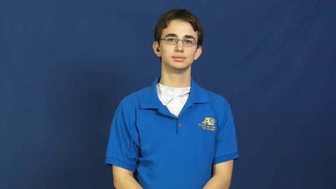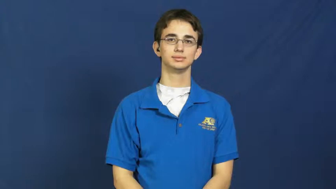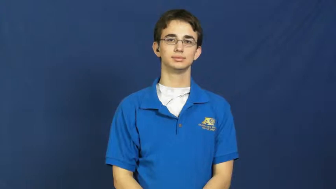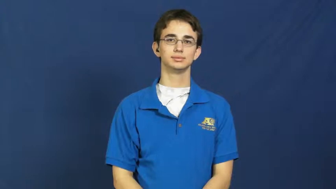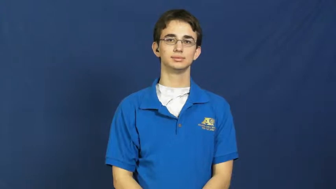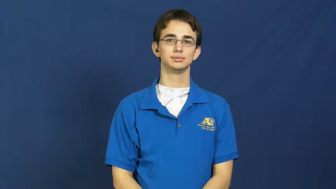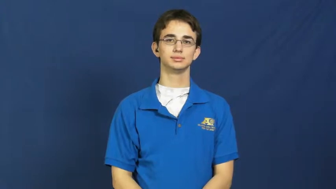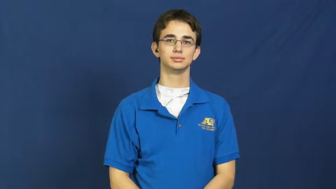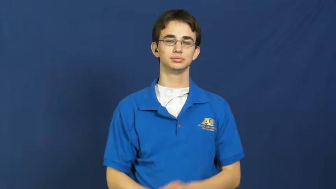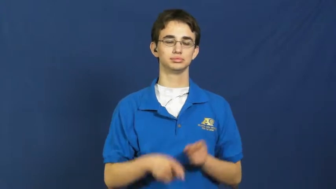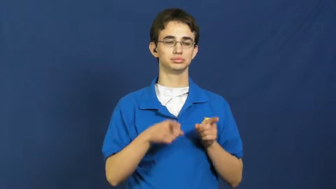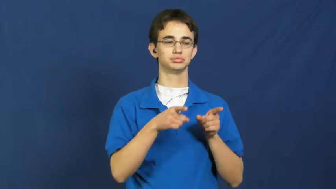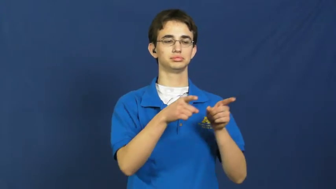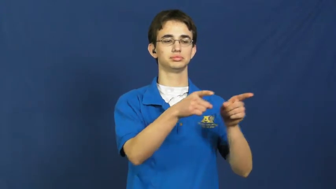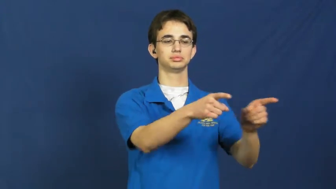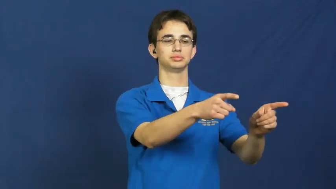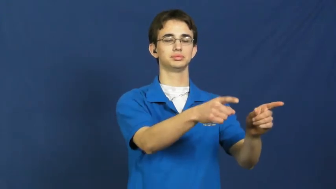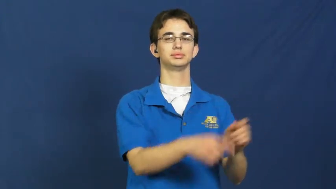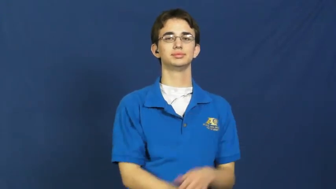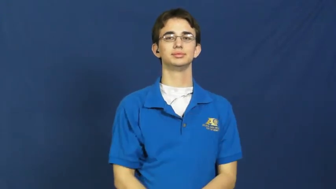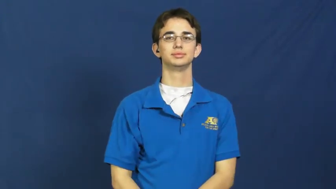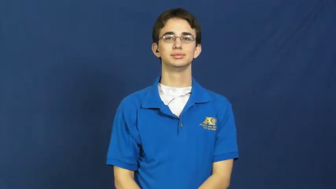parallel,collateral